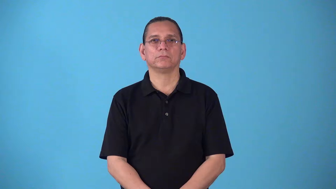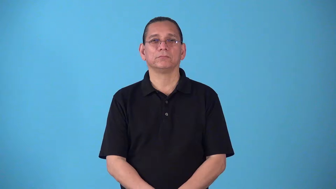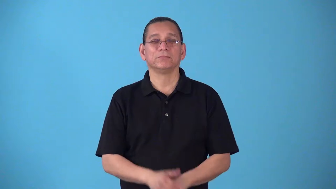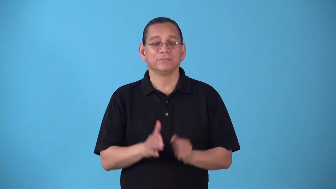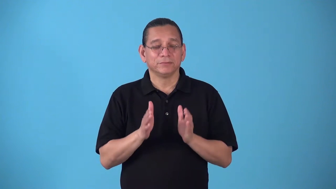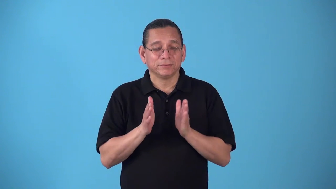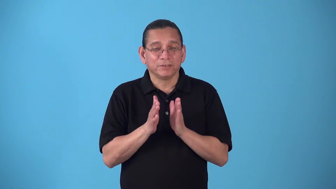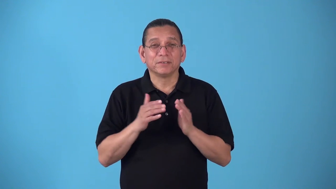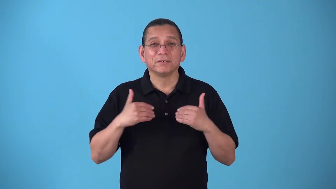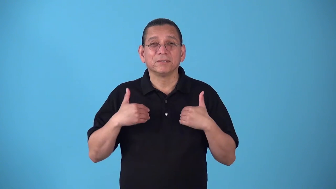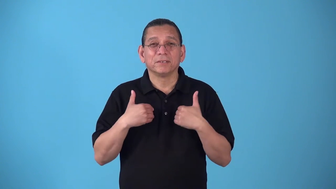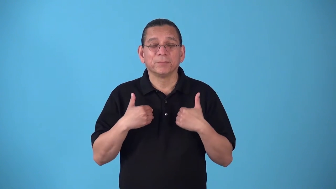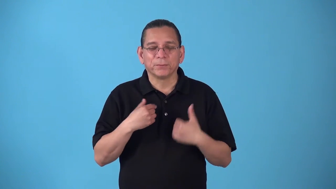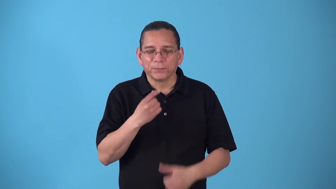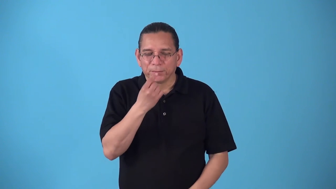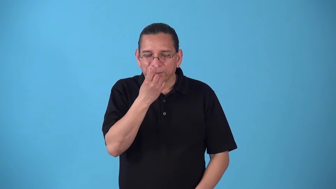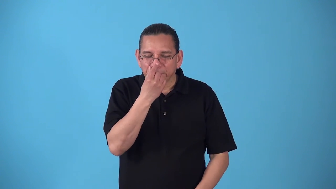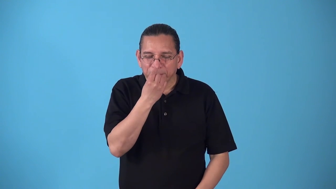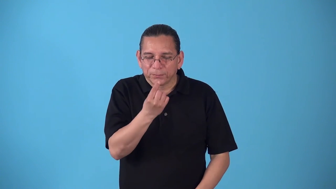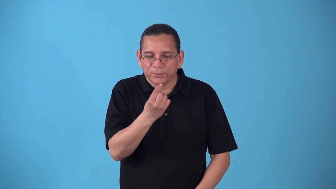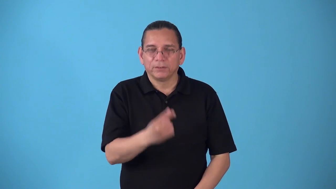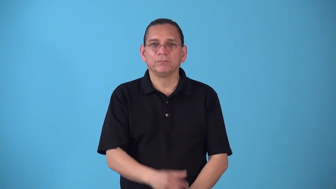shrewlike-like the shrew animal